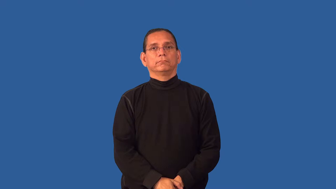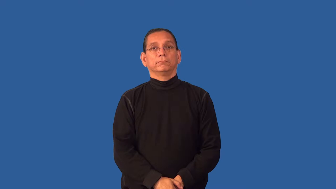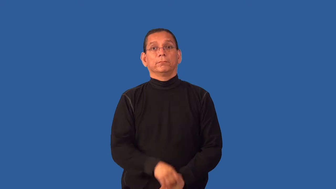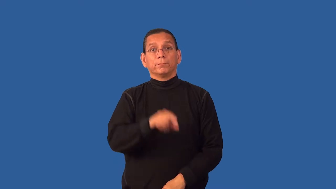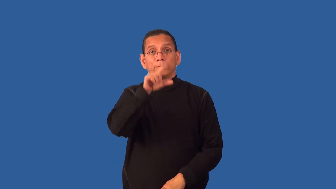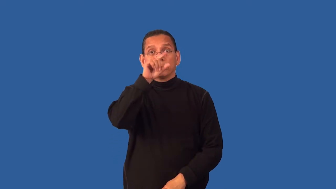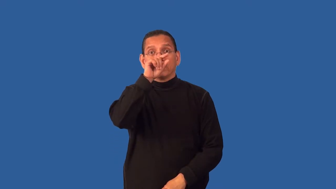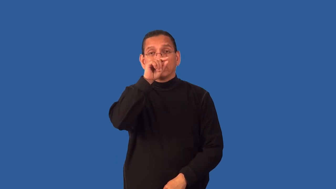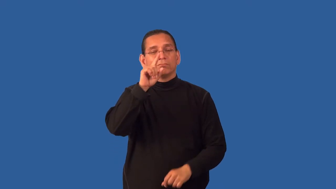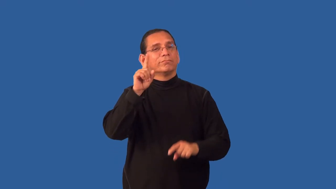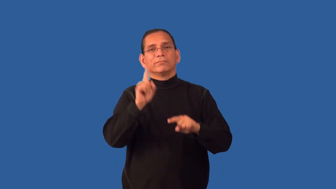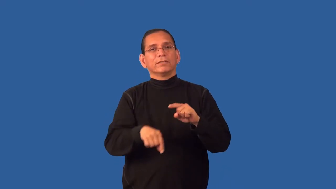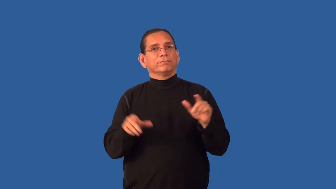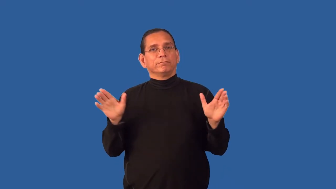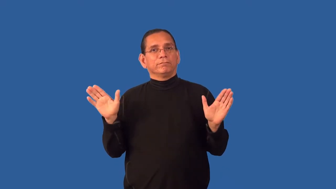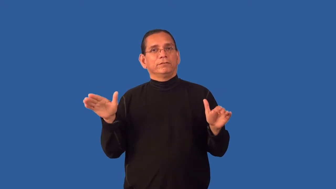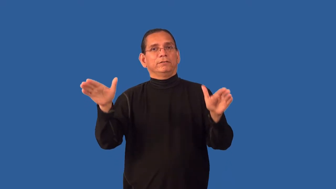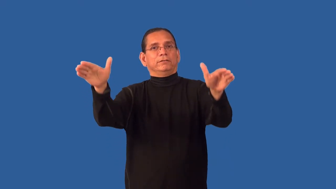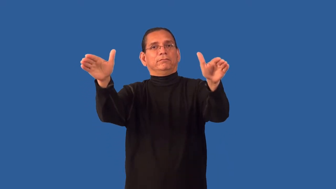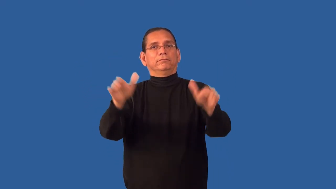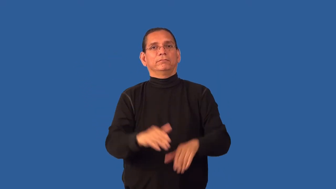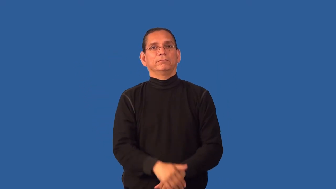flightless